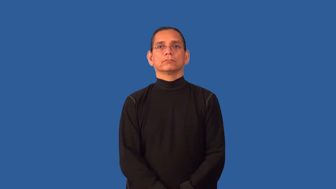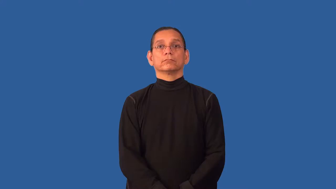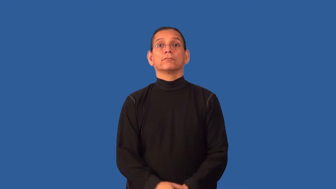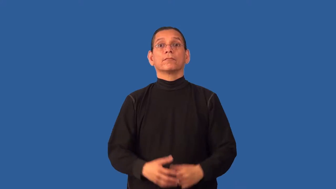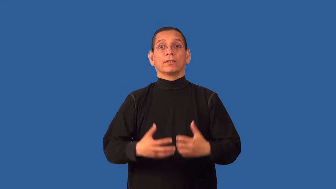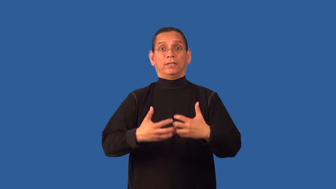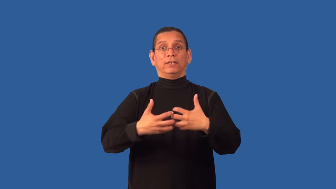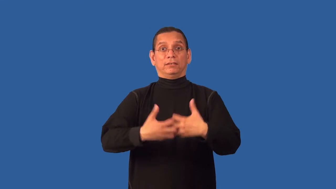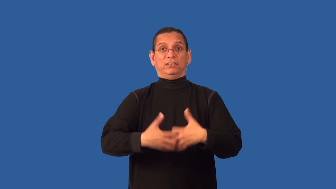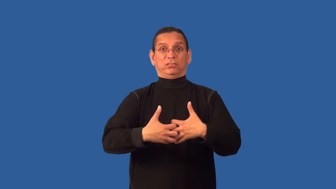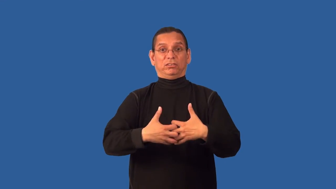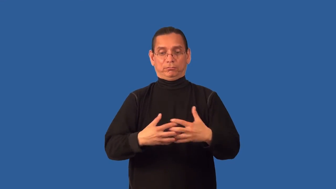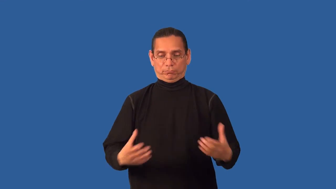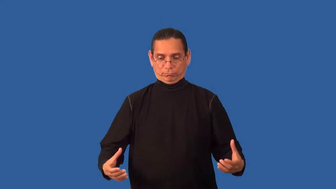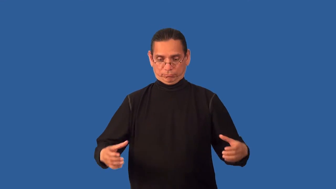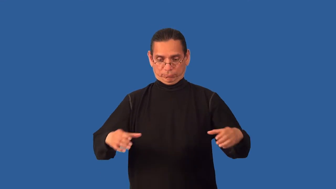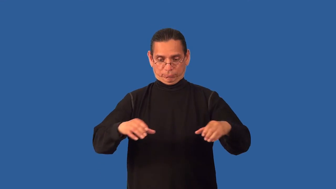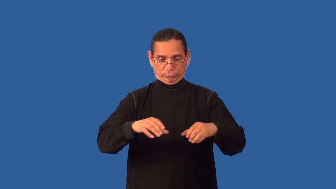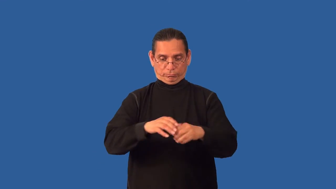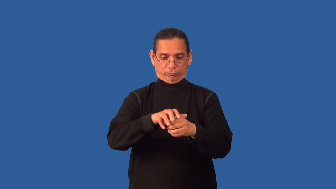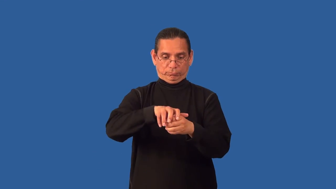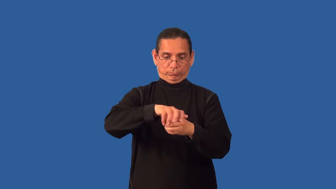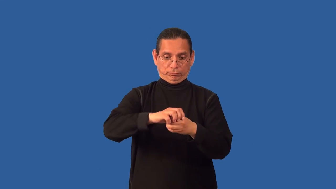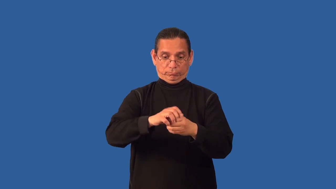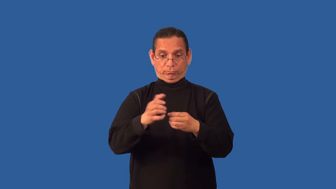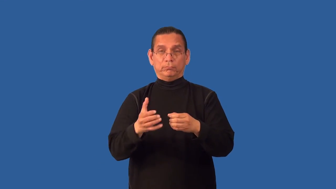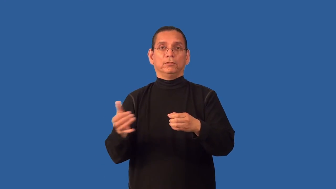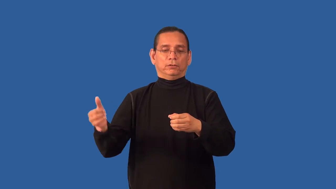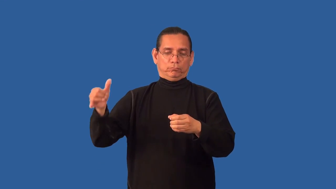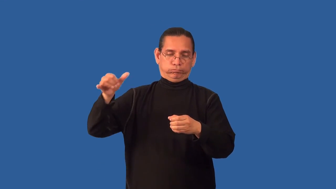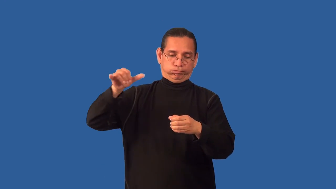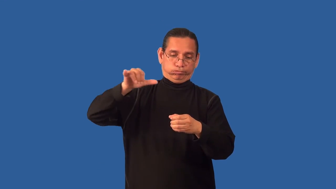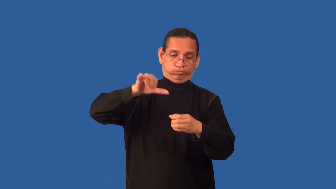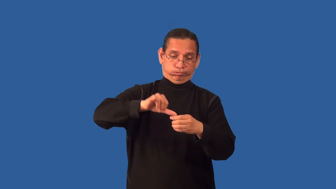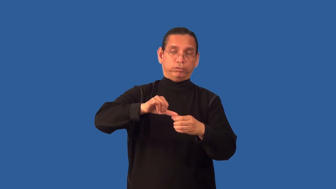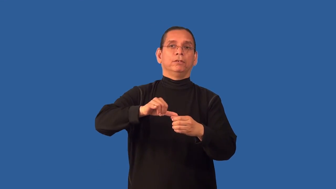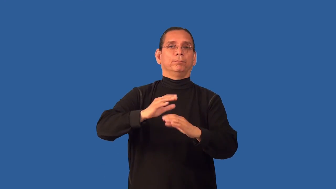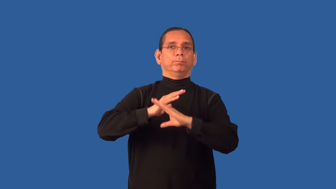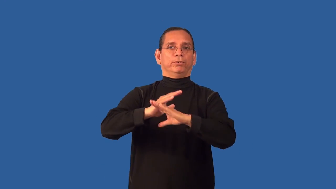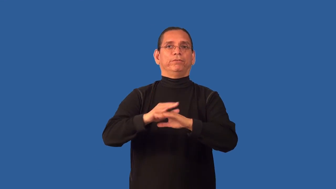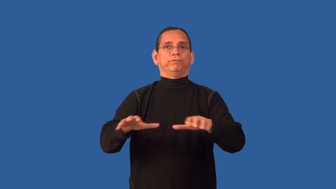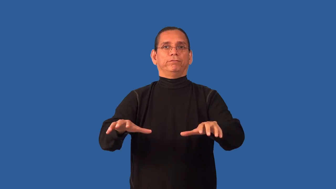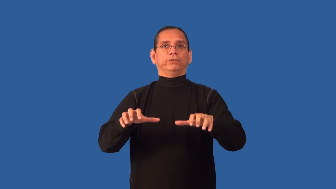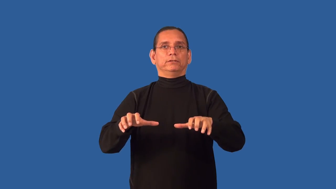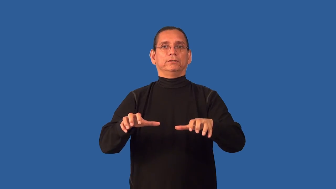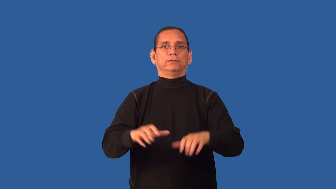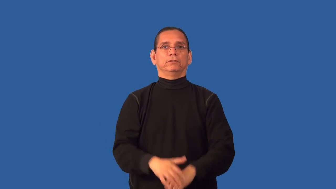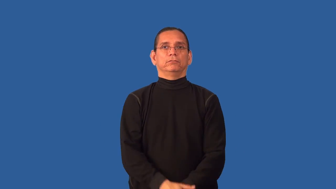antifreeze